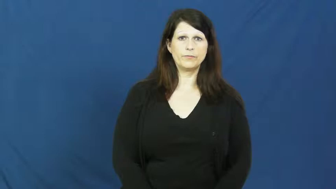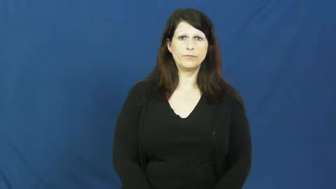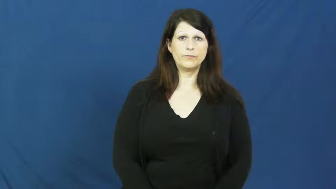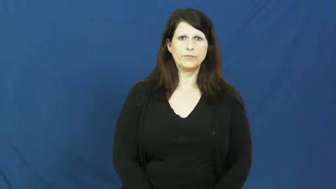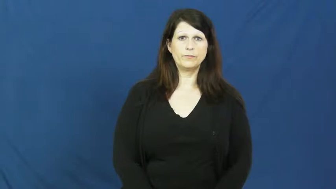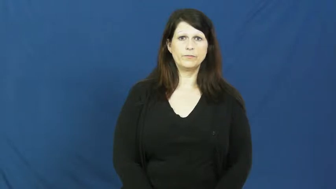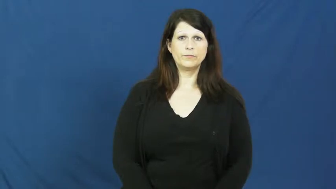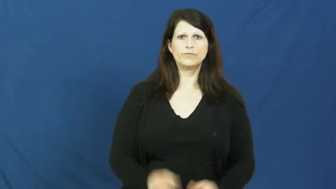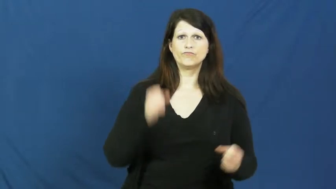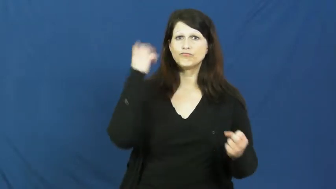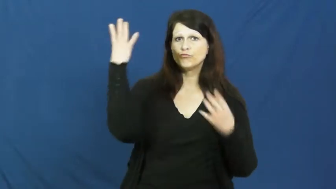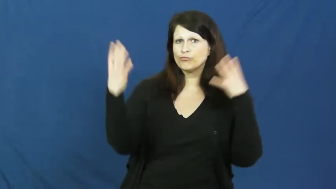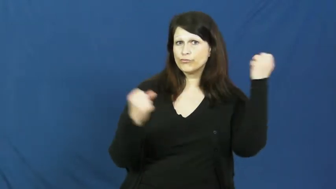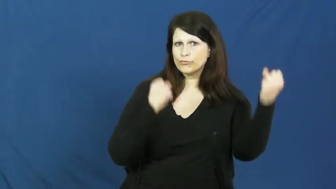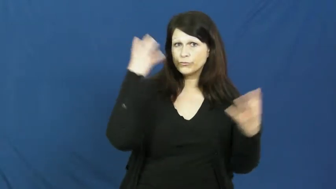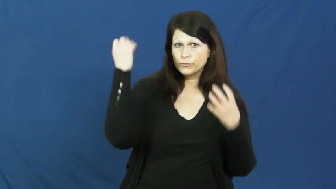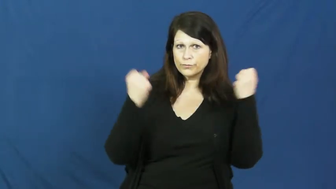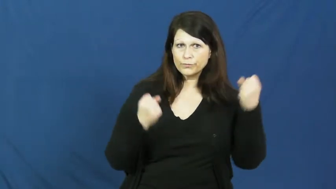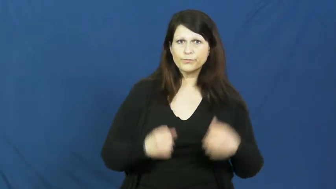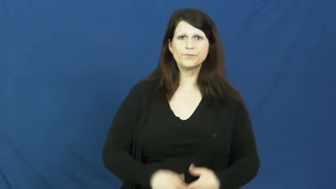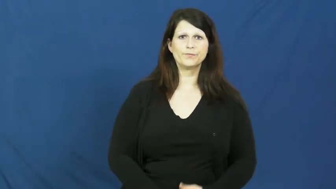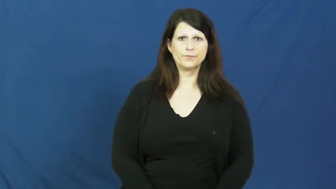gesture,gesticulate